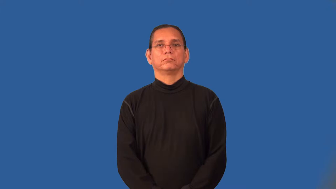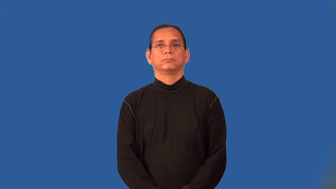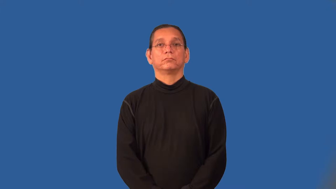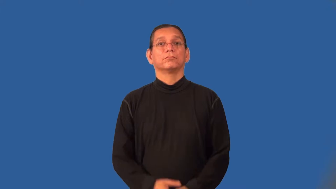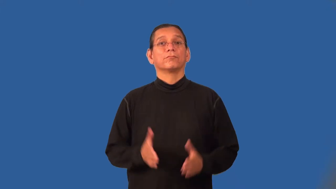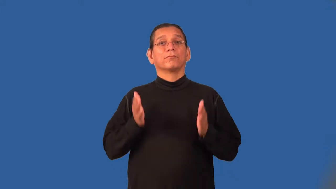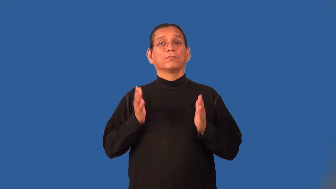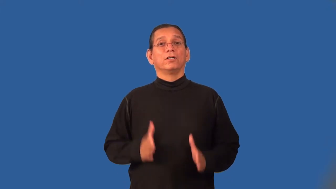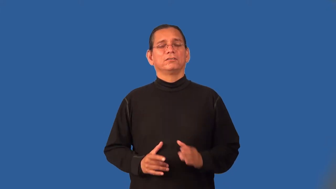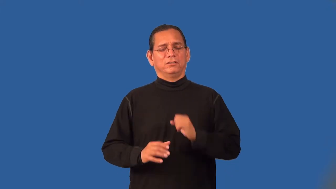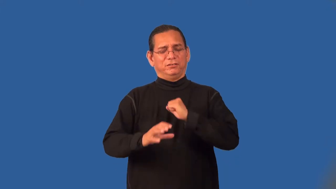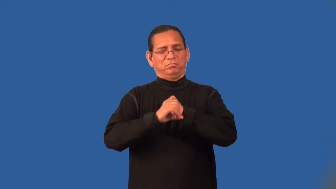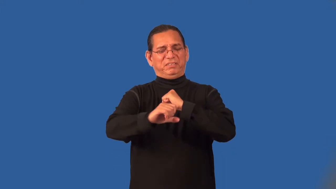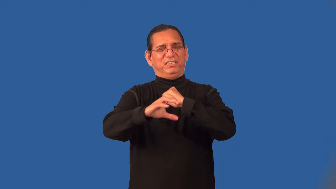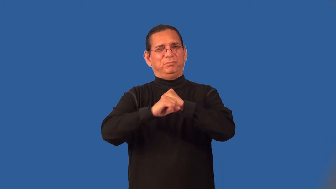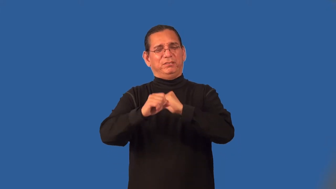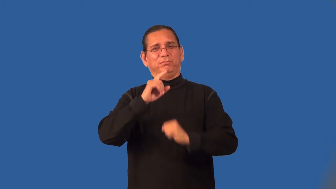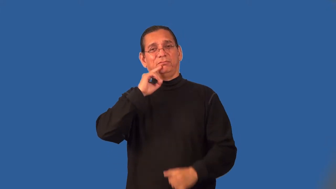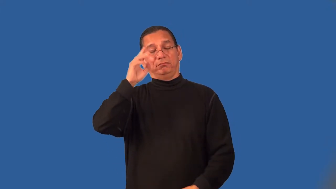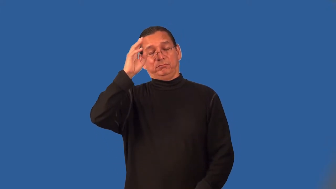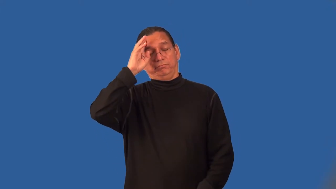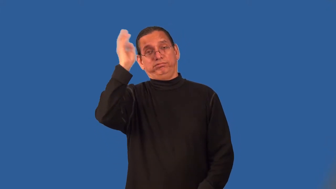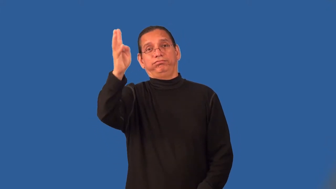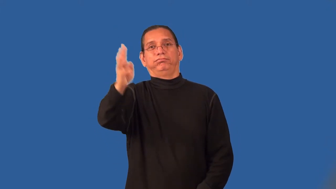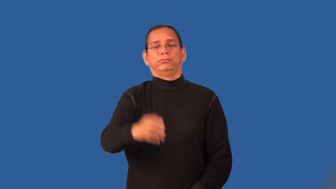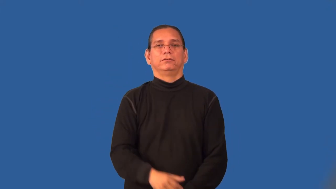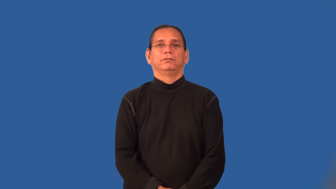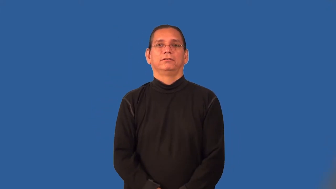propagandist